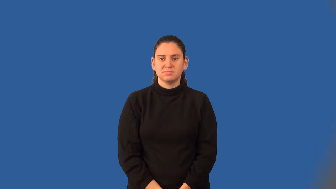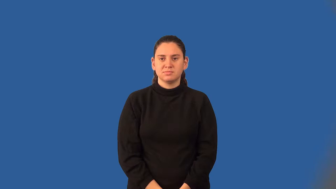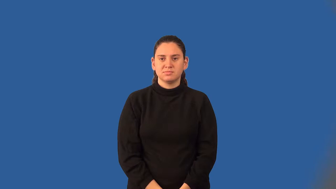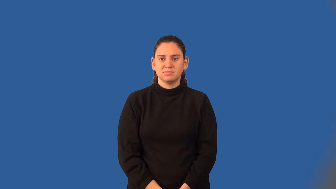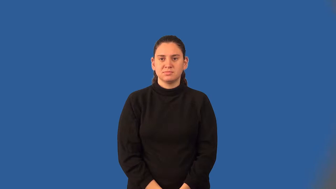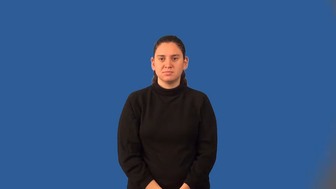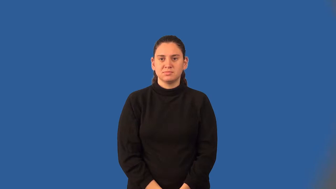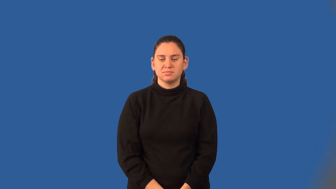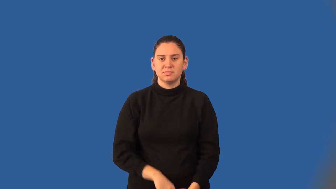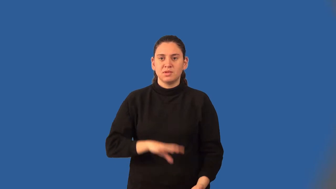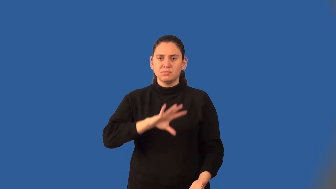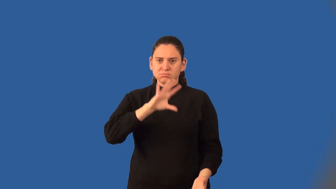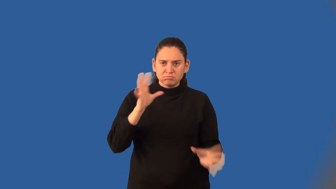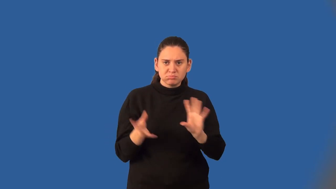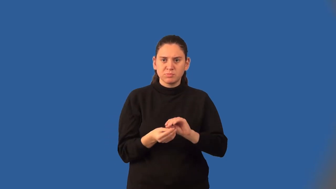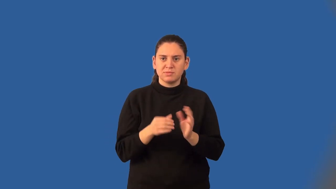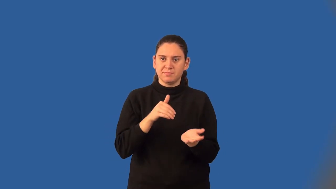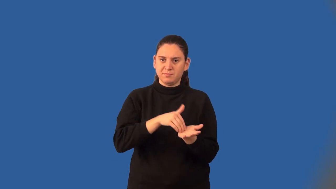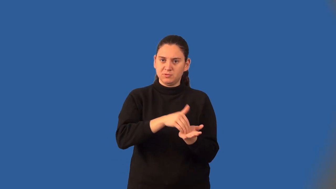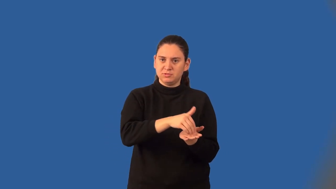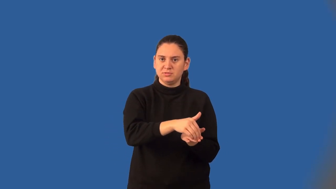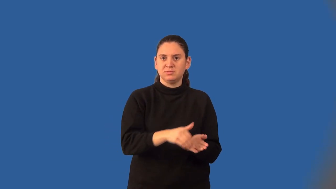cumulative frequency